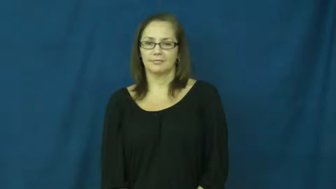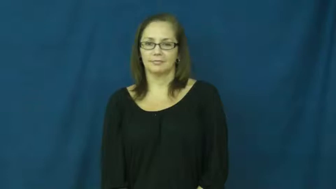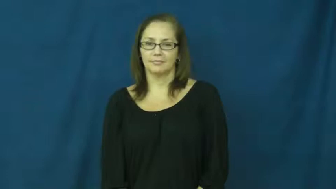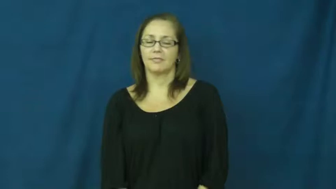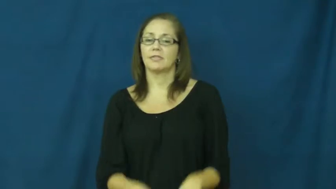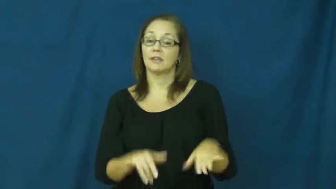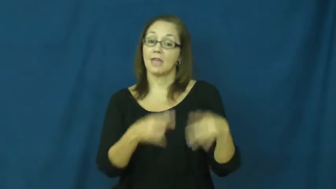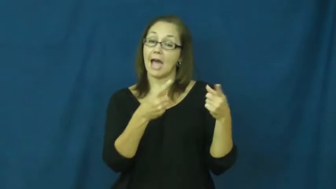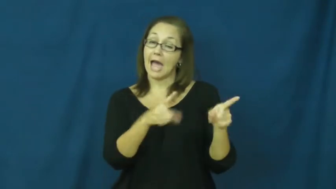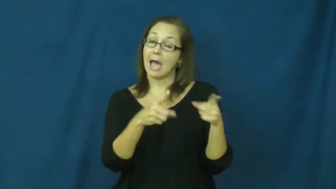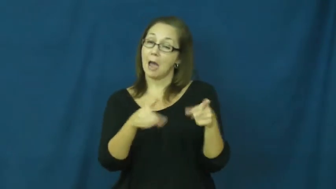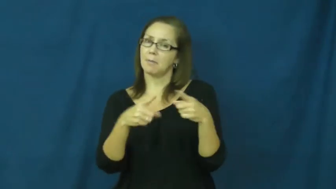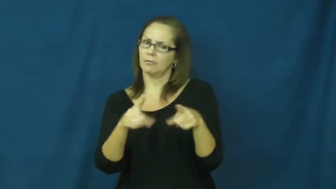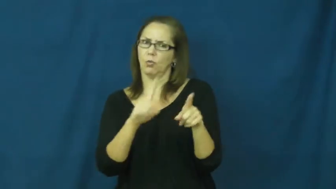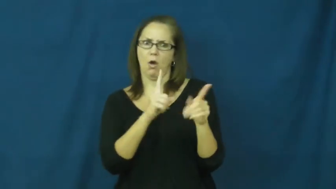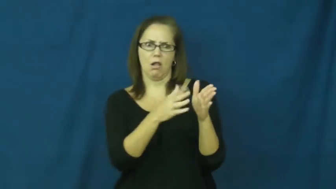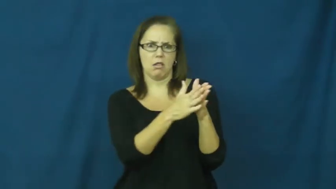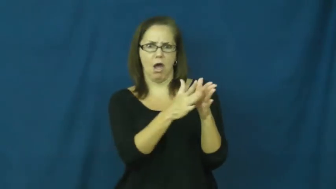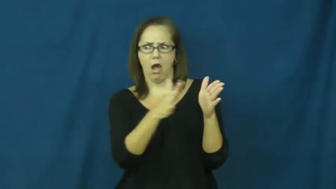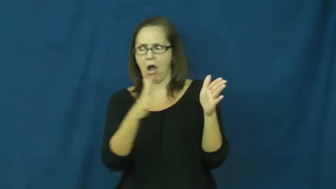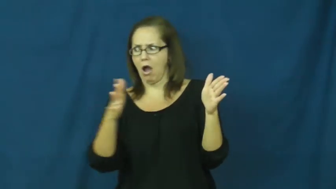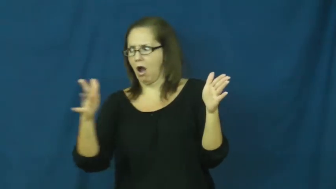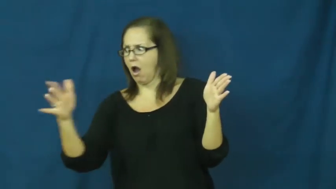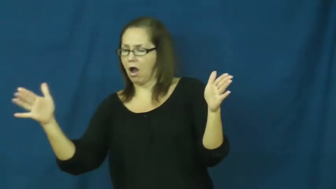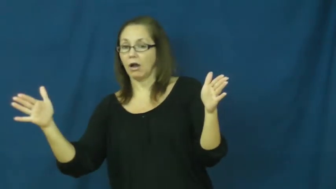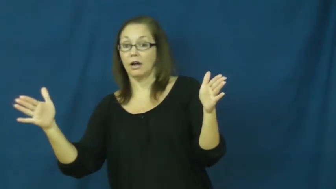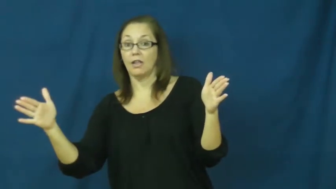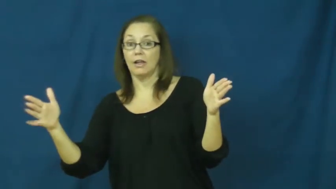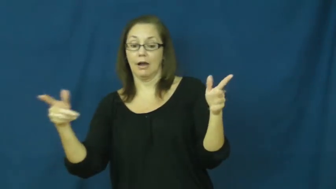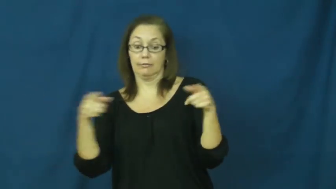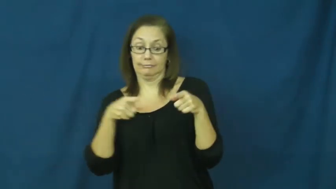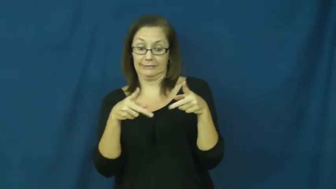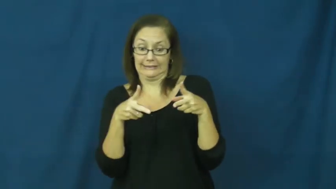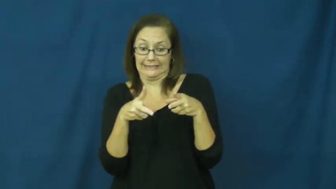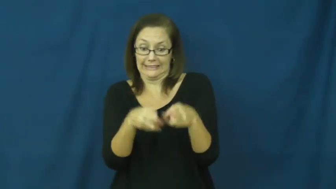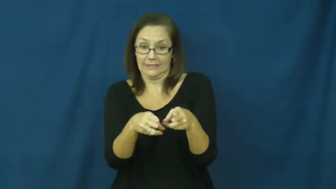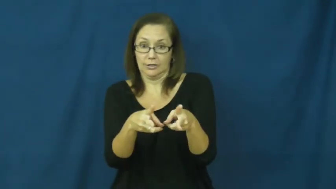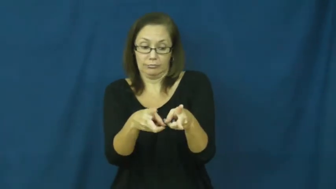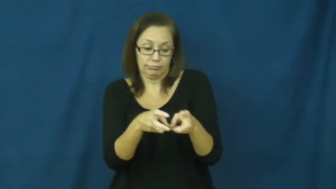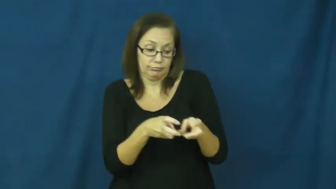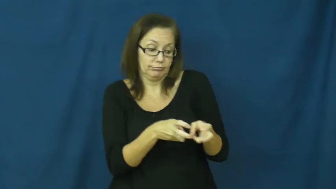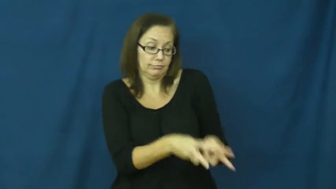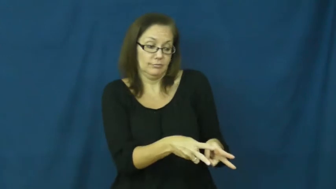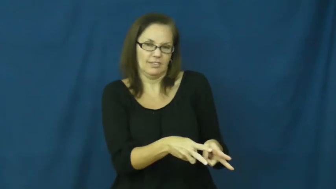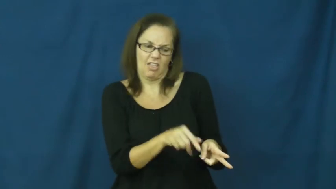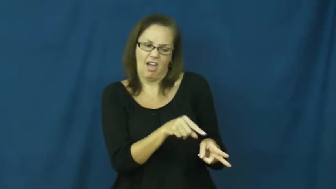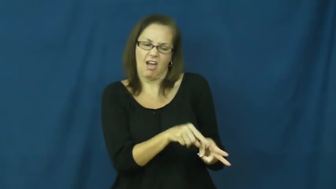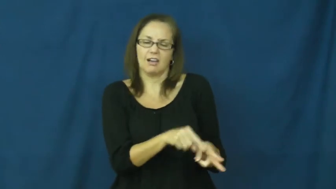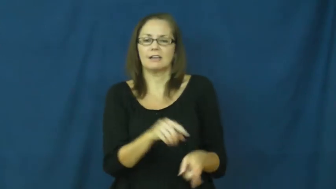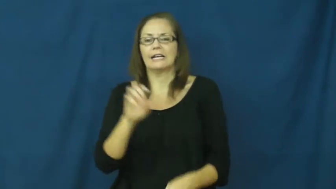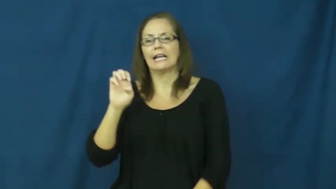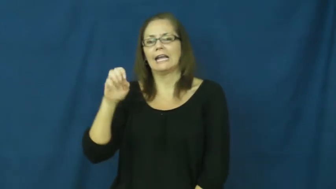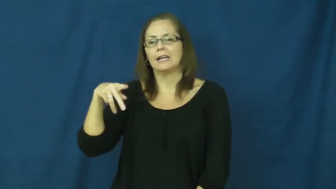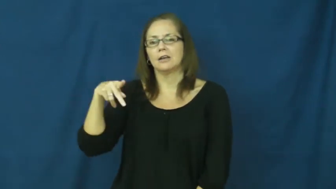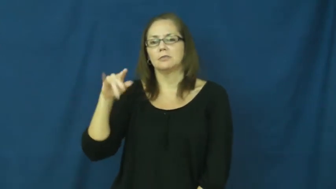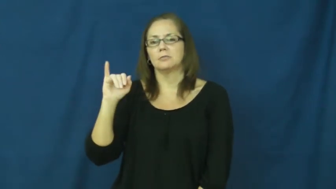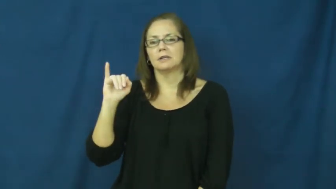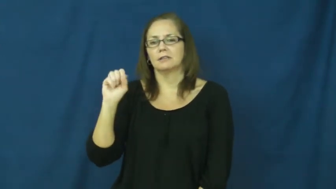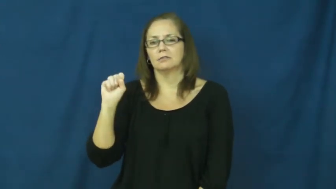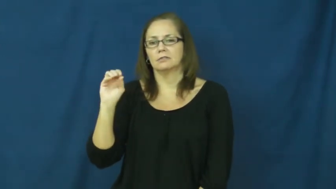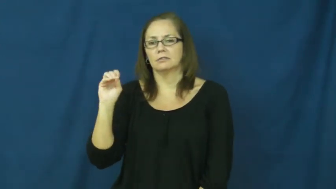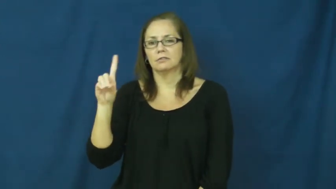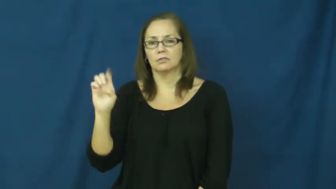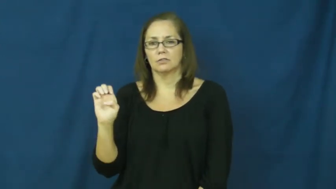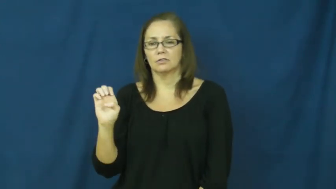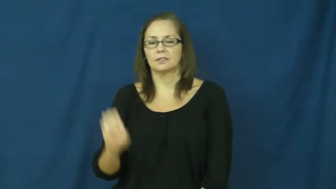episode